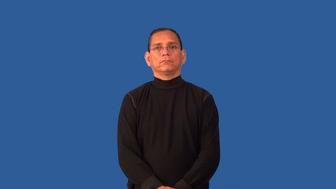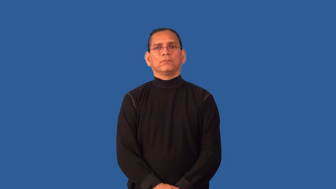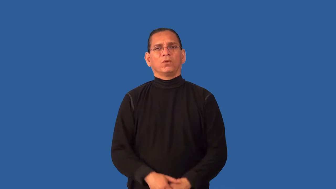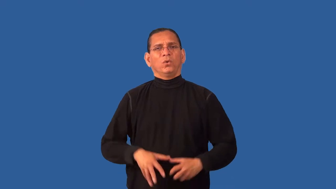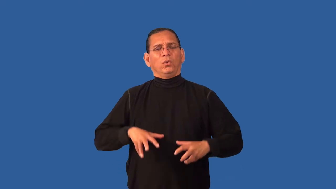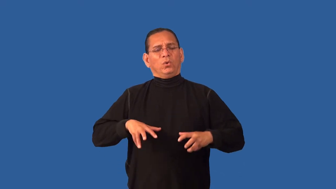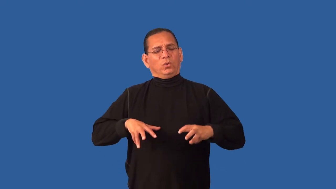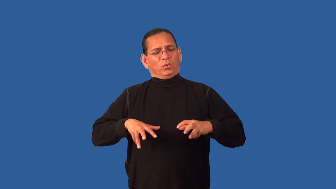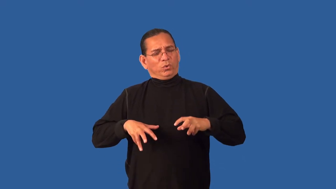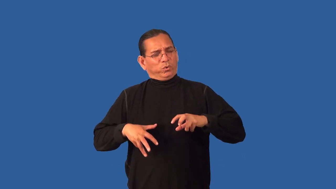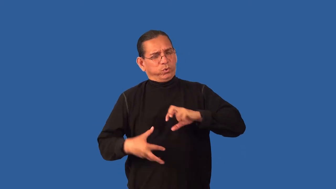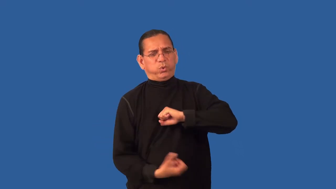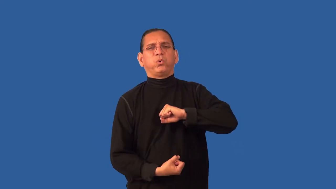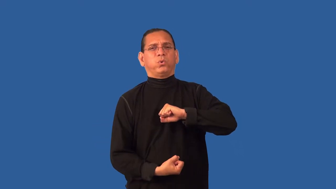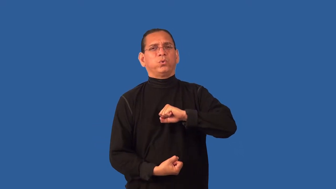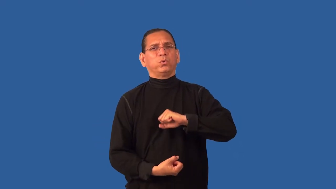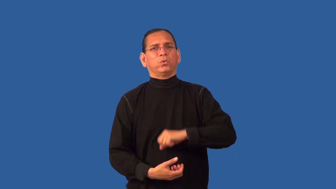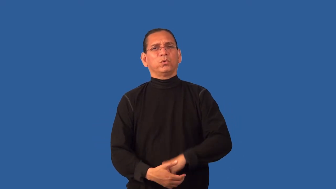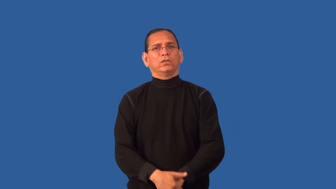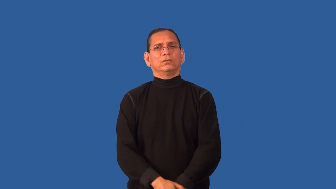devastate-cause person to be devestated